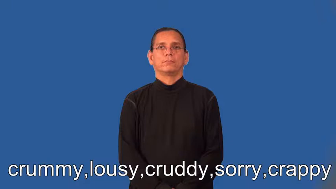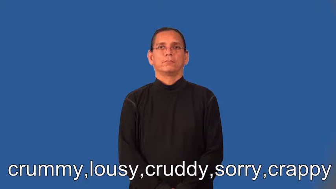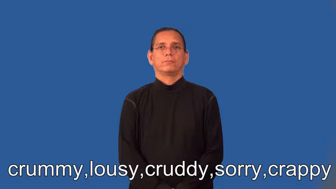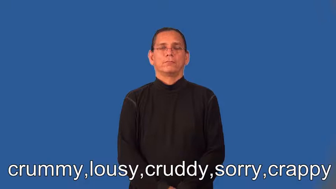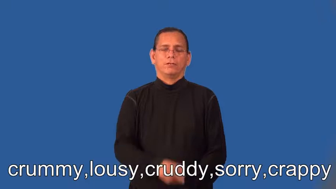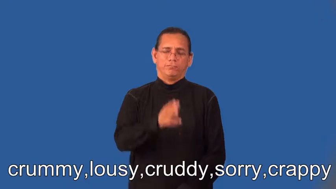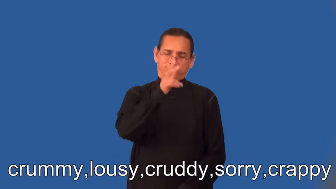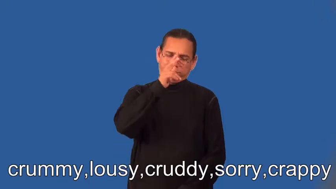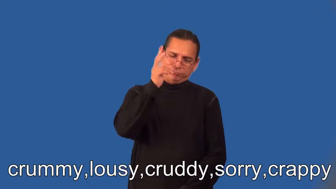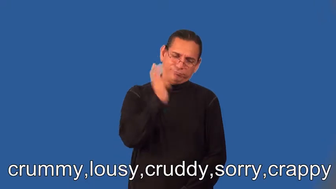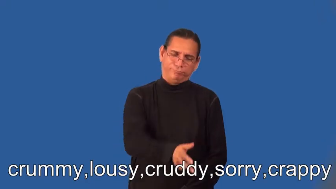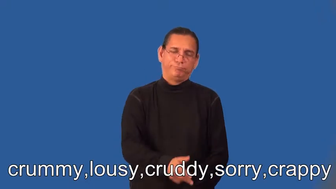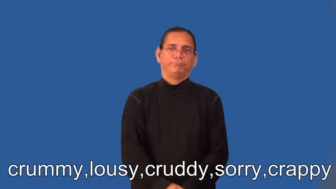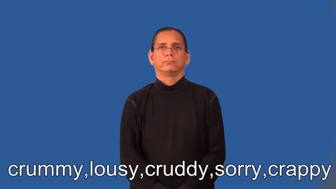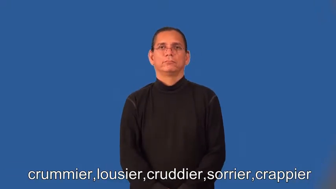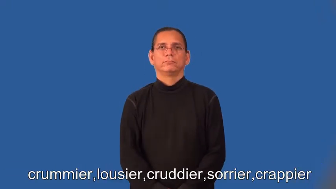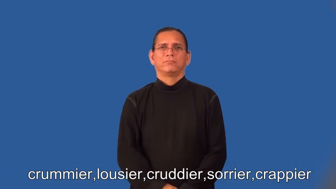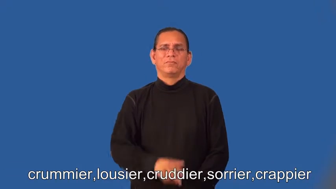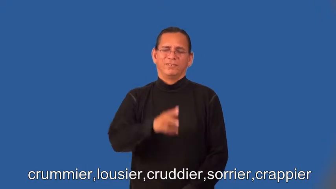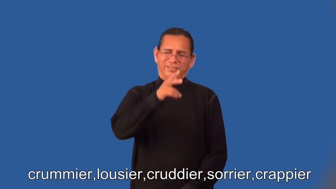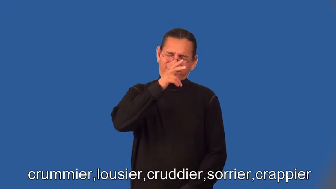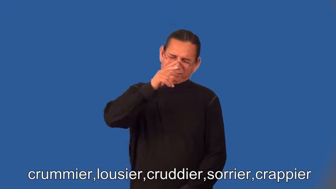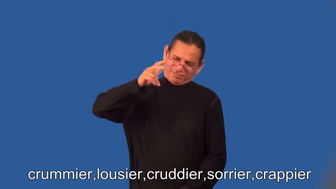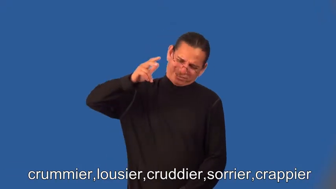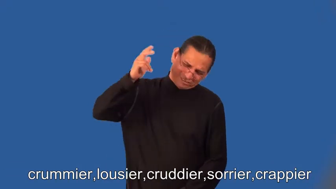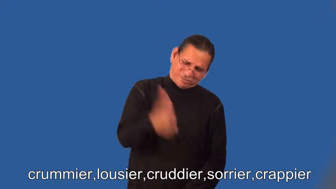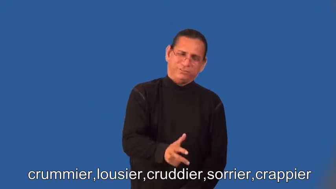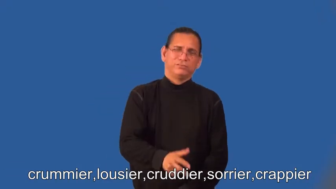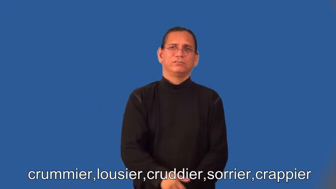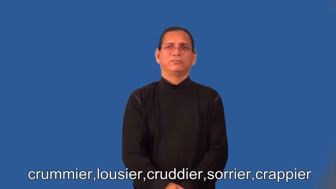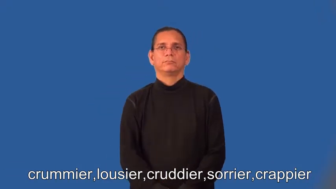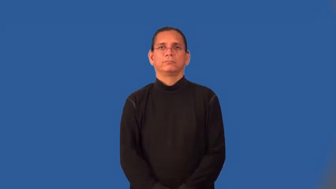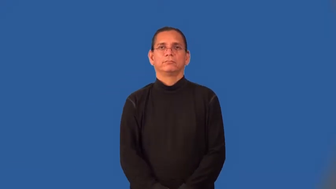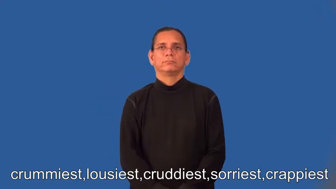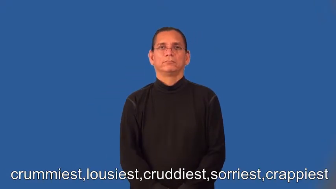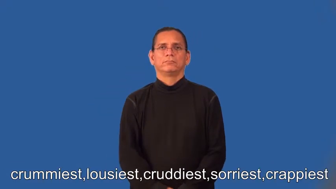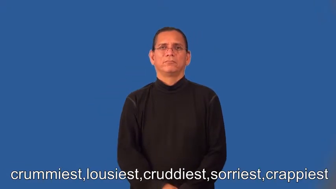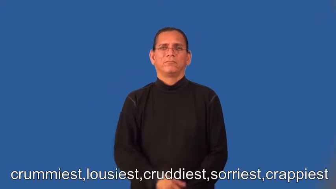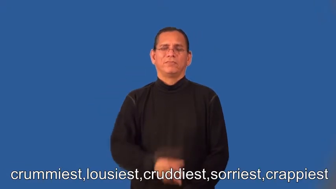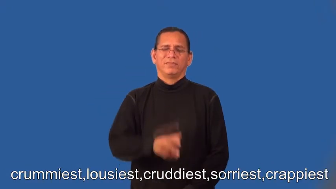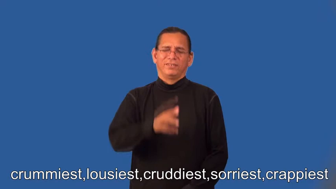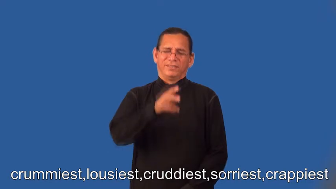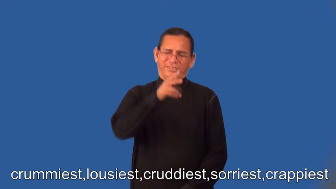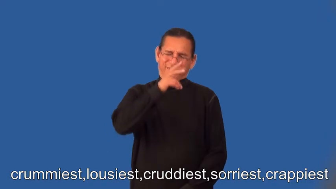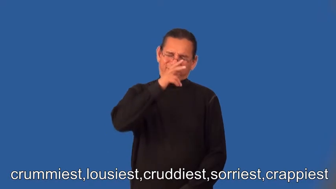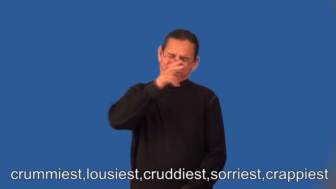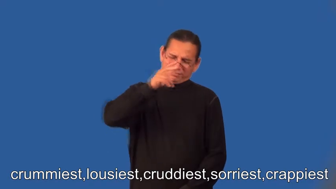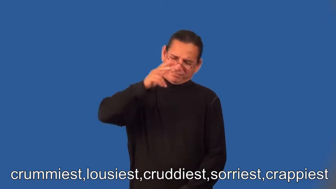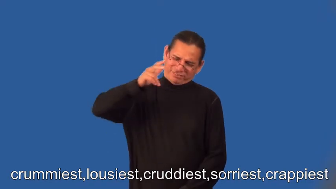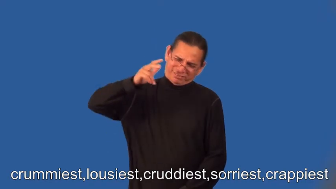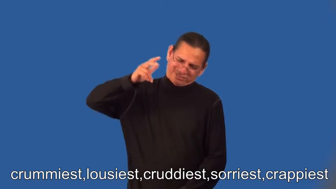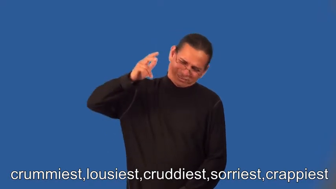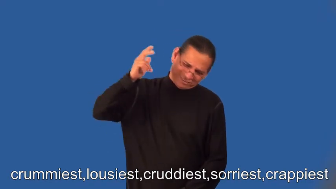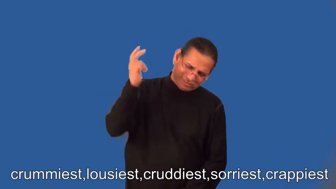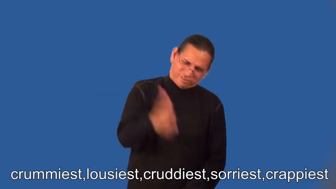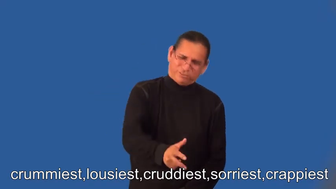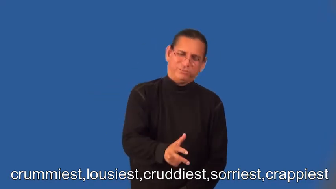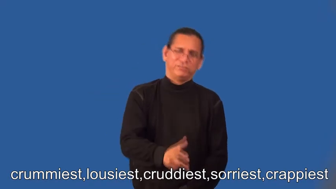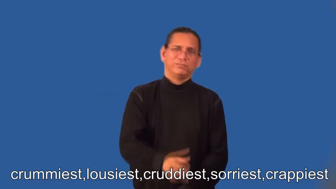crummier,lousier,cruddier,sorrier,crappier,crummiest,lousiest,cruddiest,sorriest,crappiest